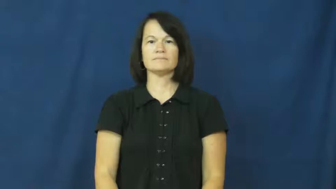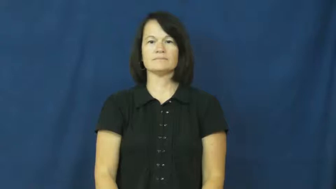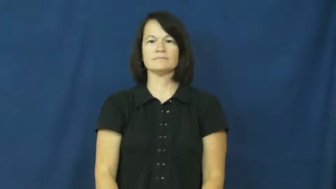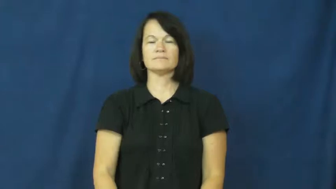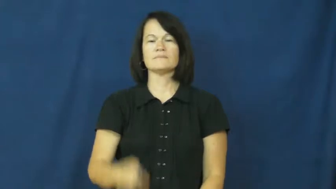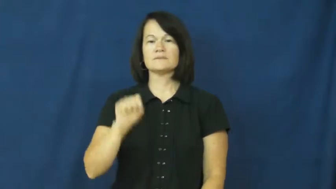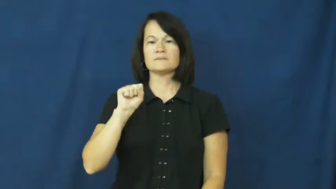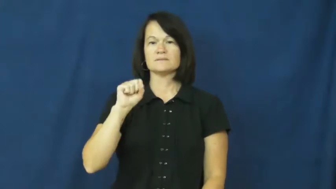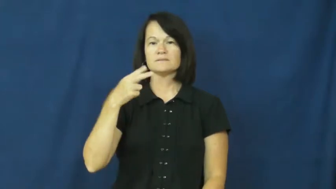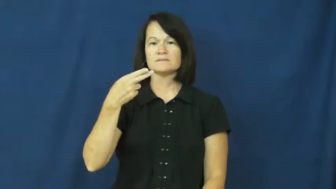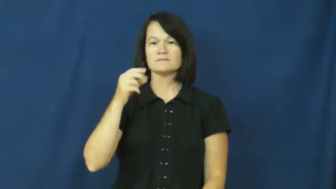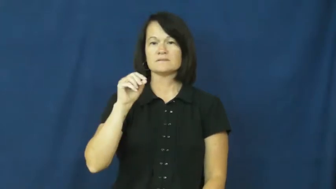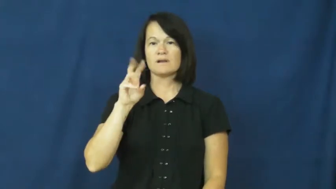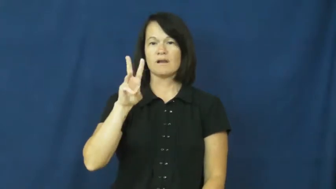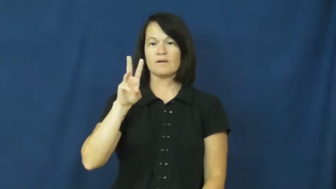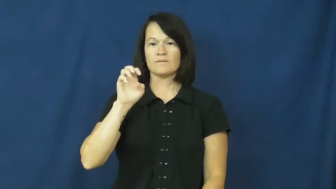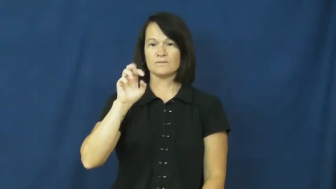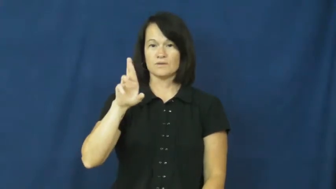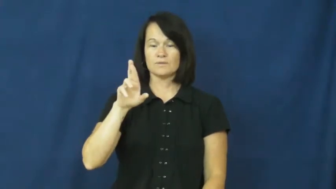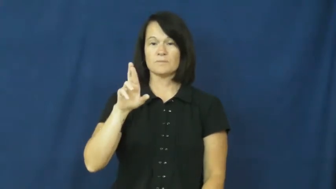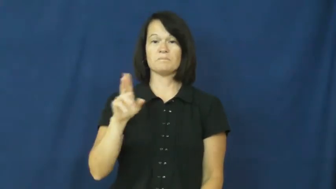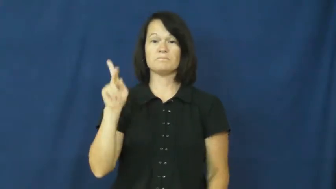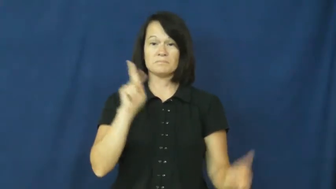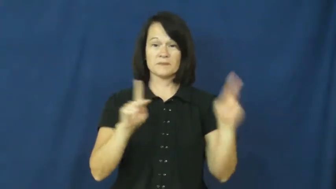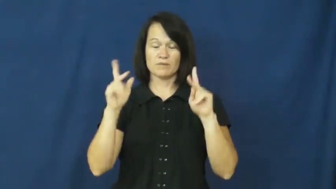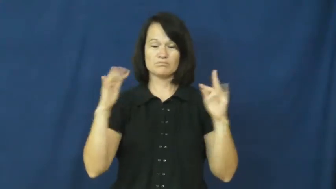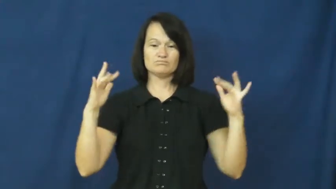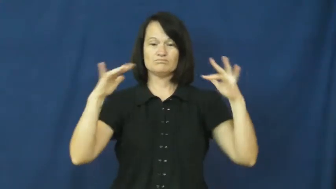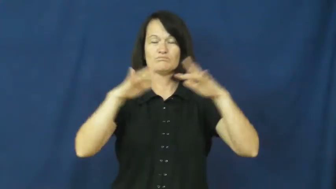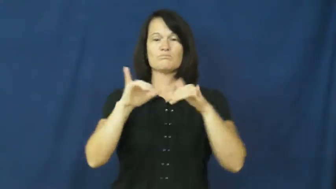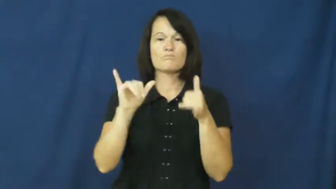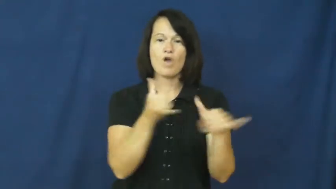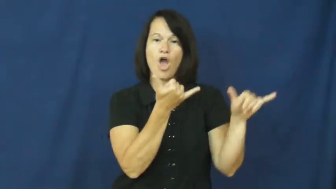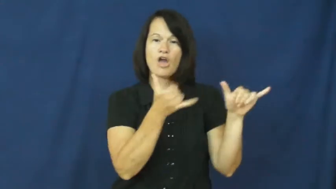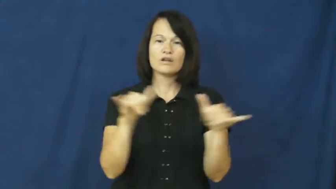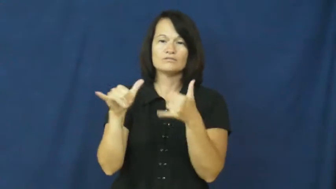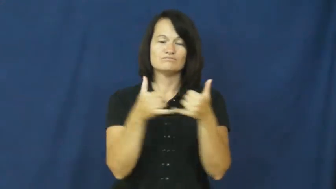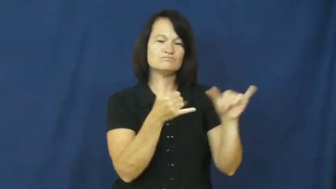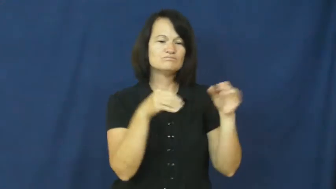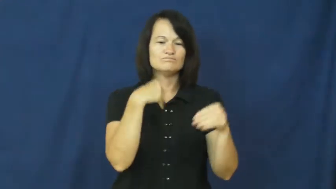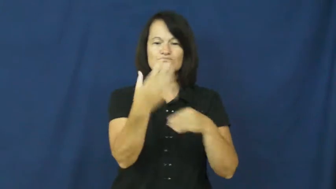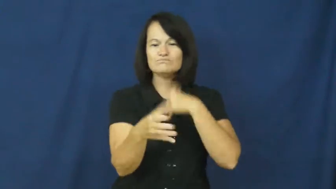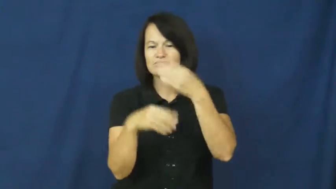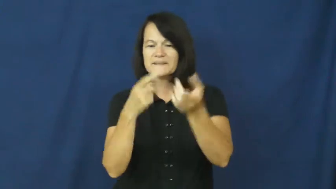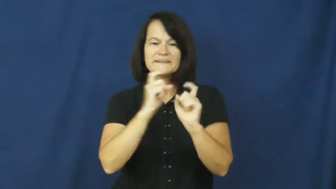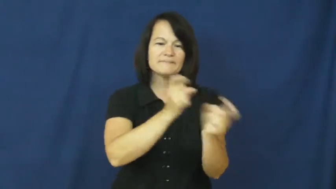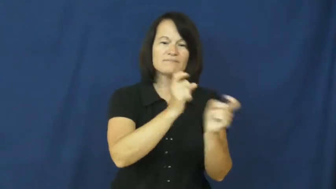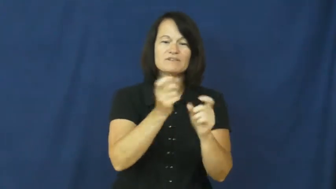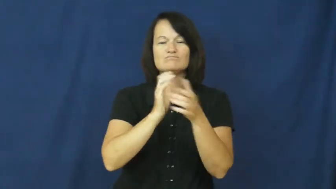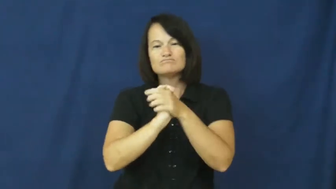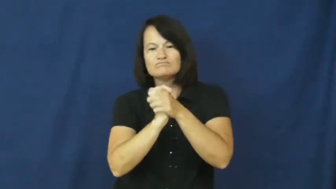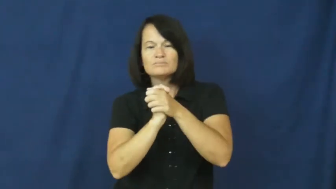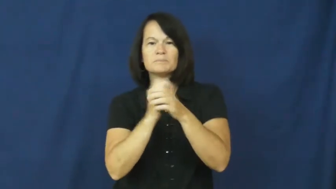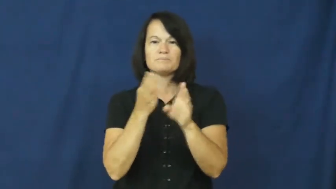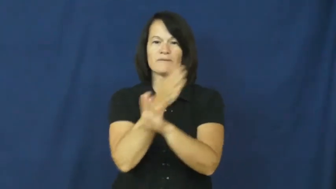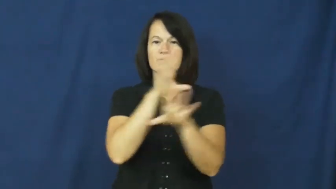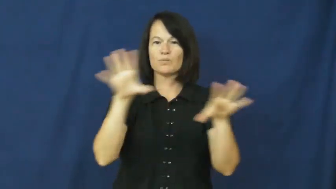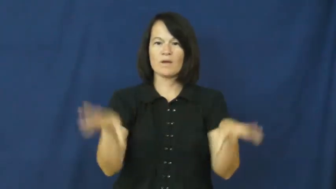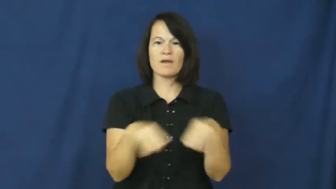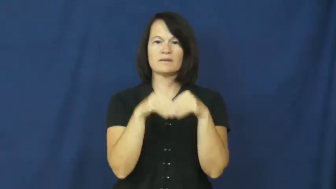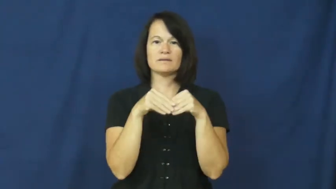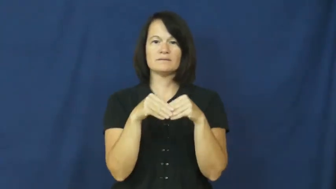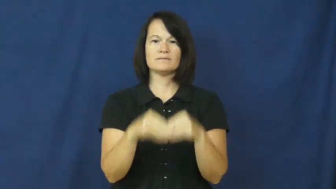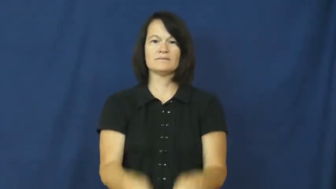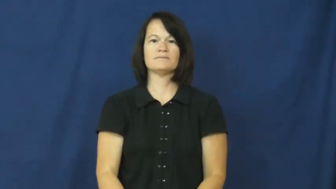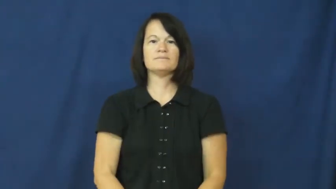shower-wedding